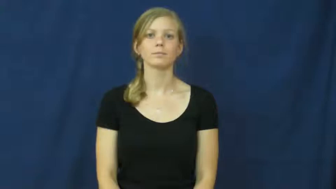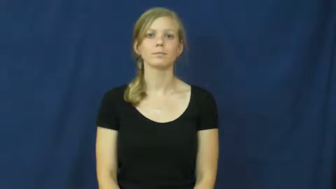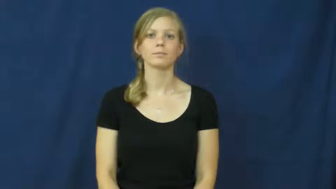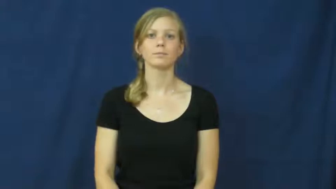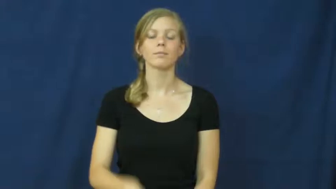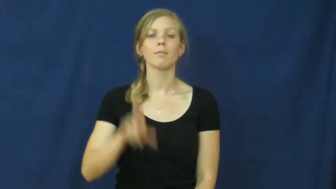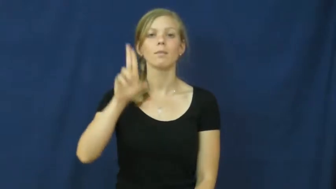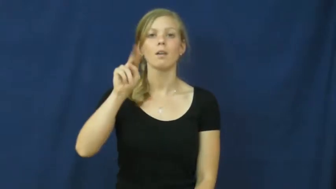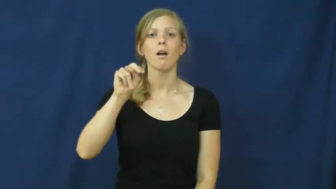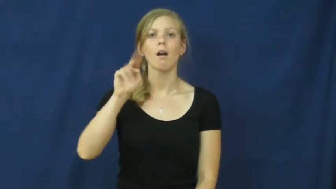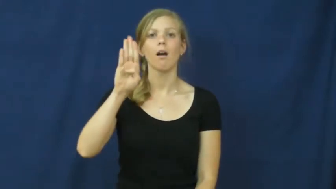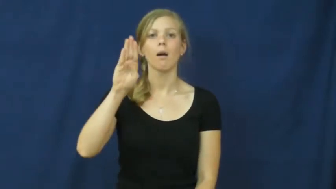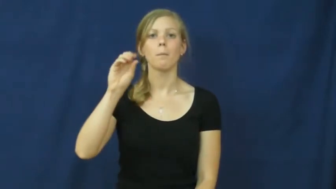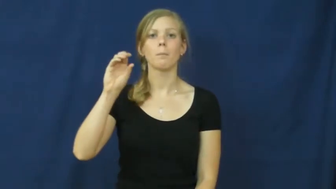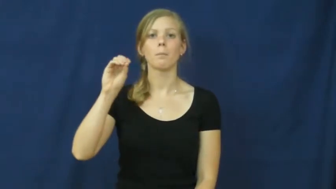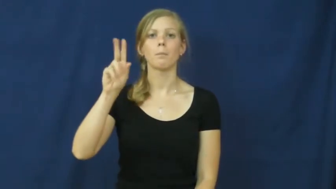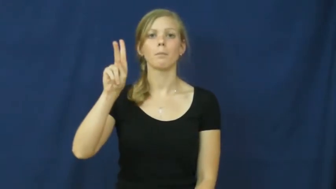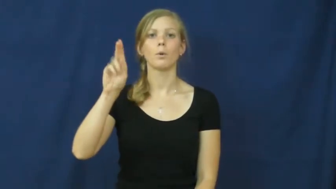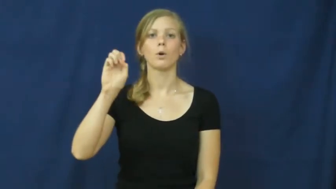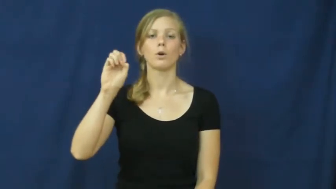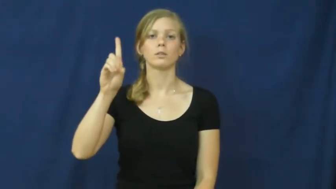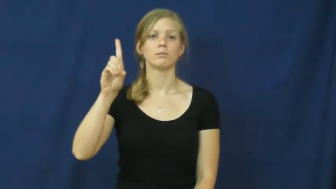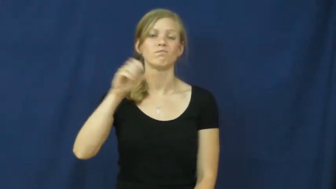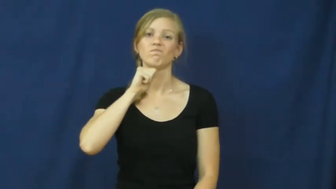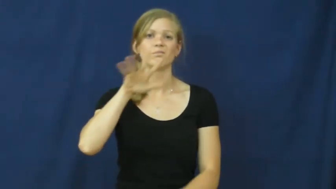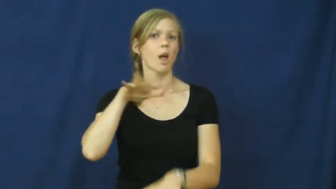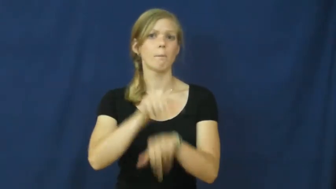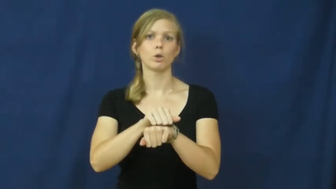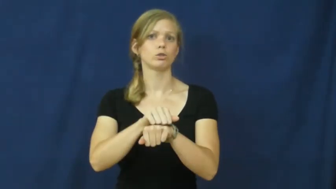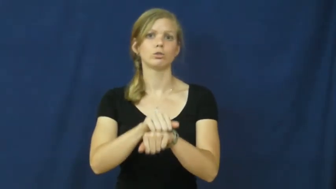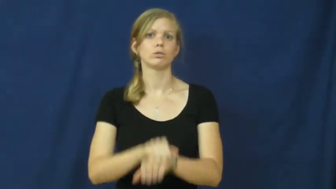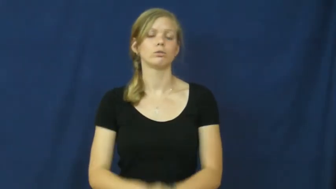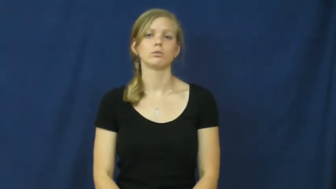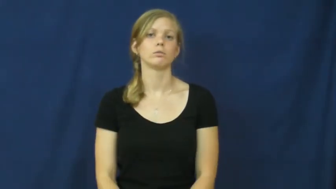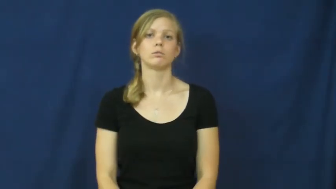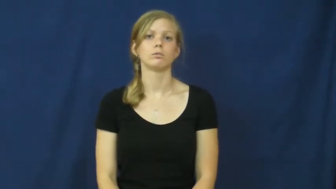unbooked